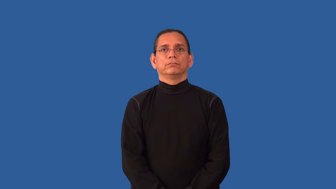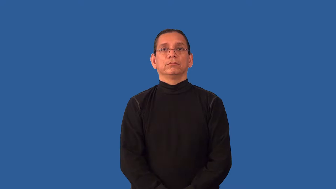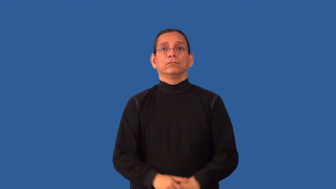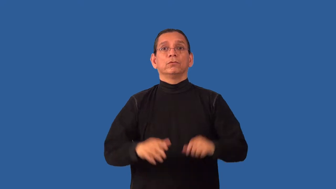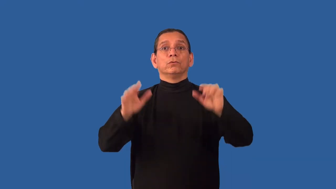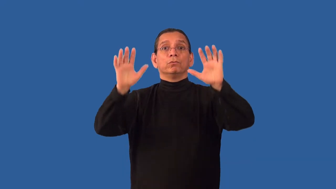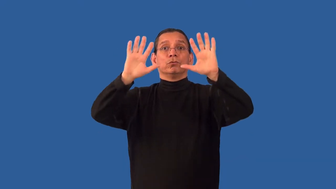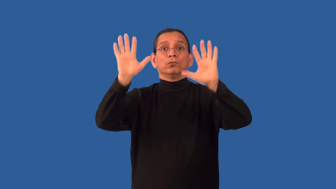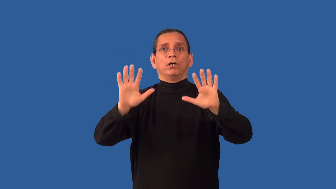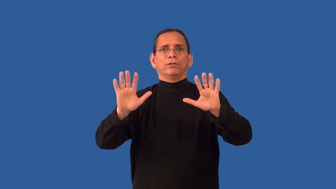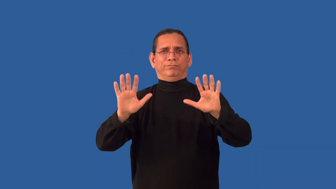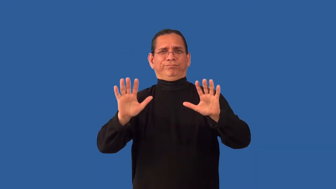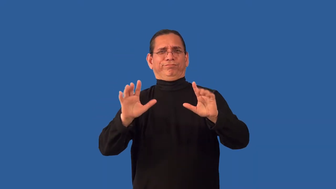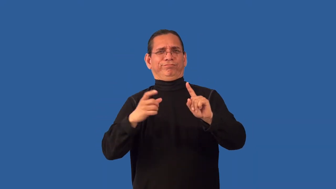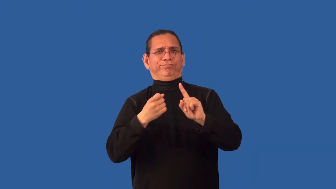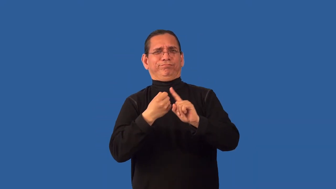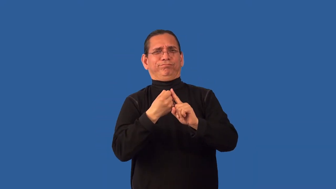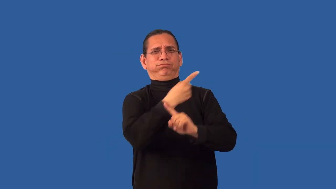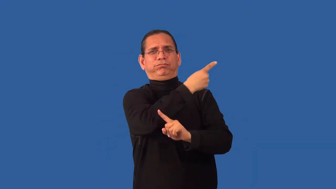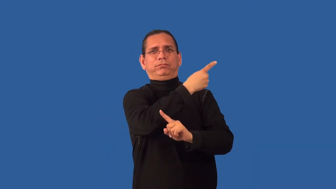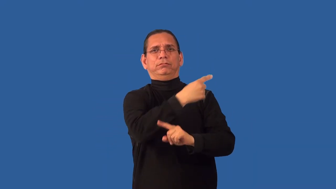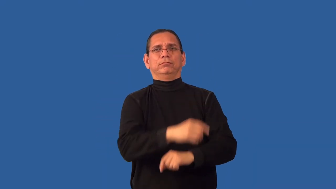unseasonable